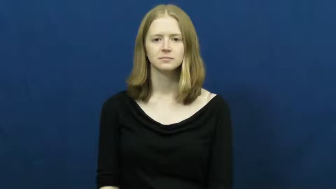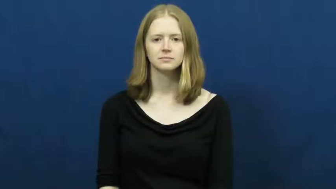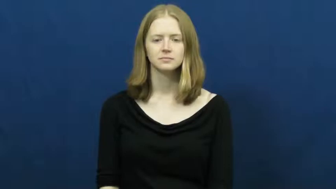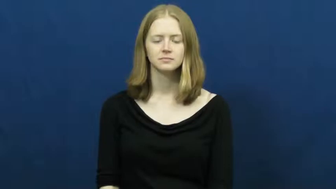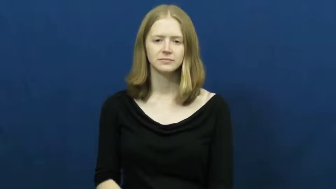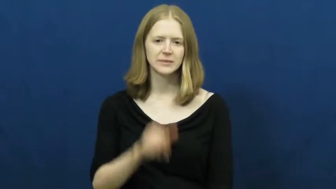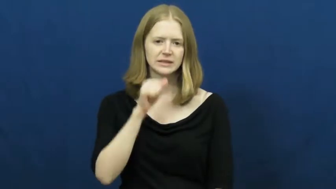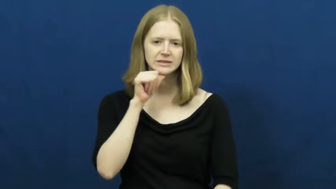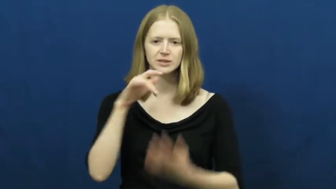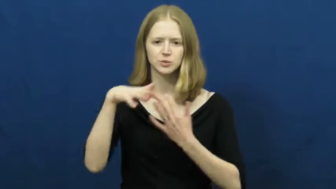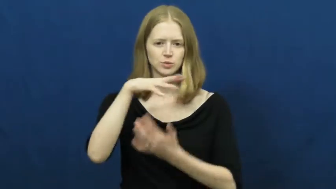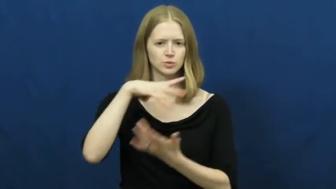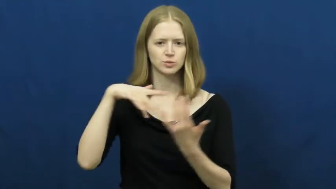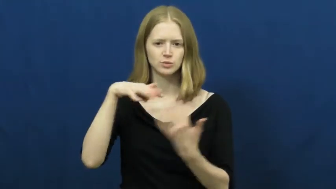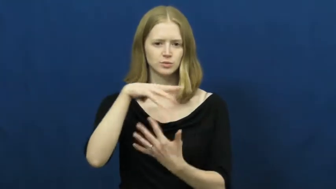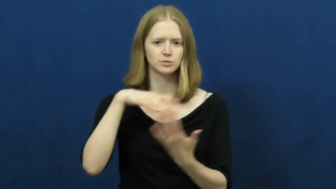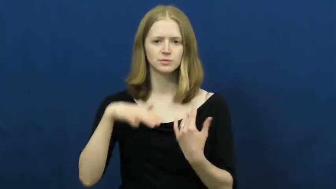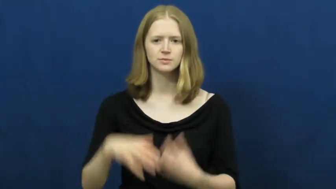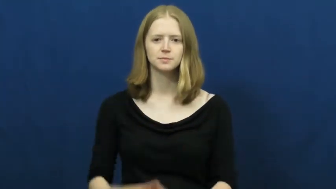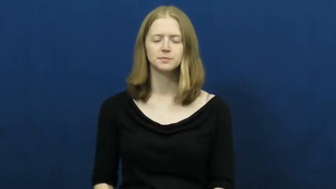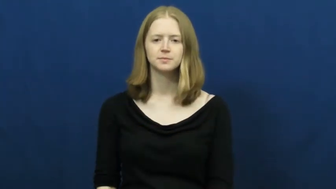unsociable